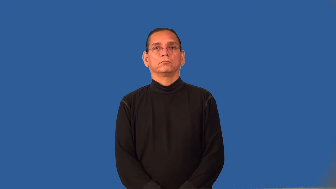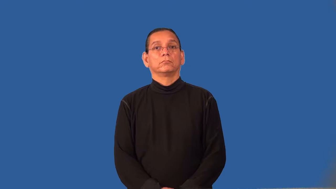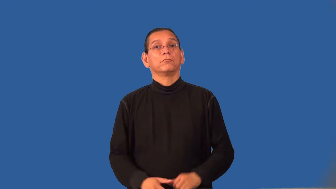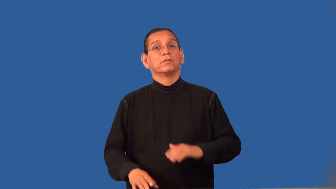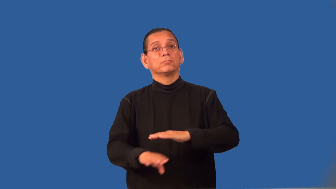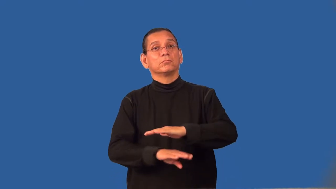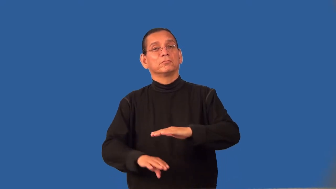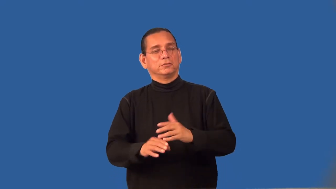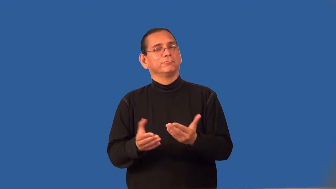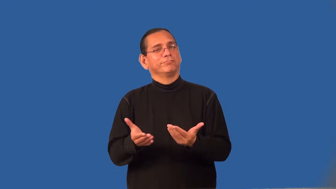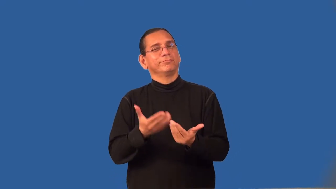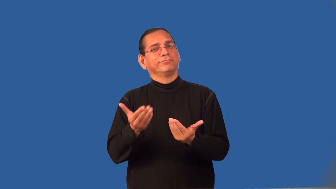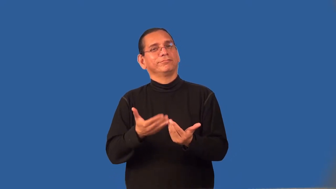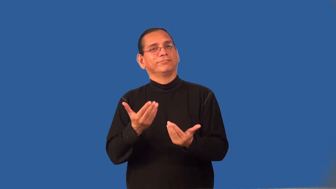remedial